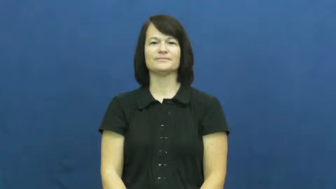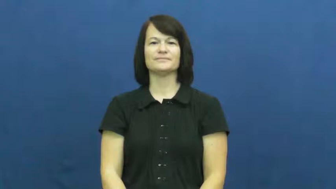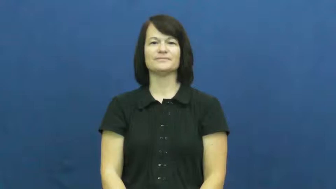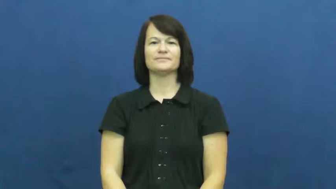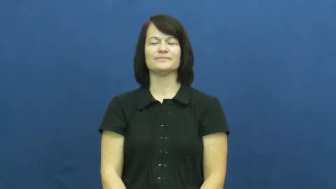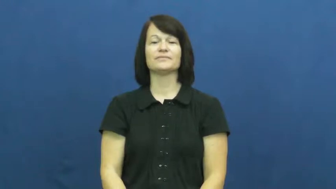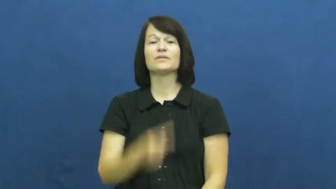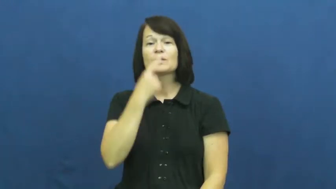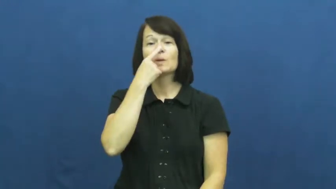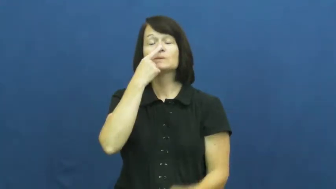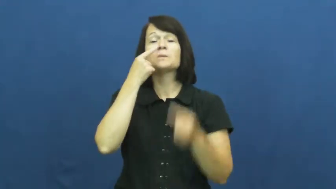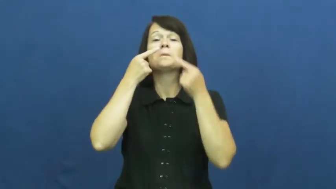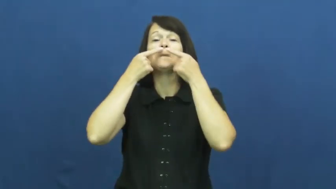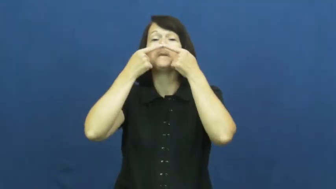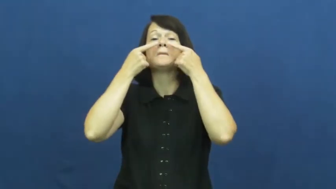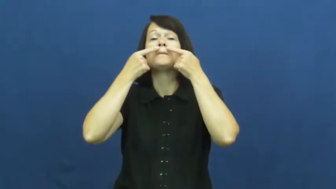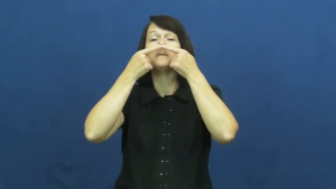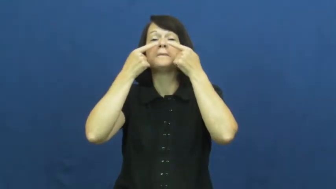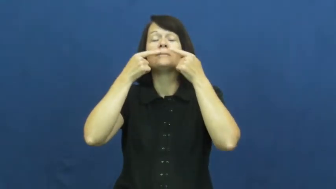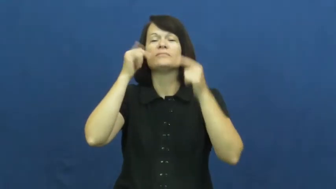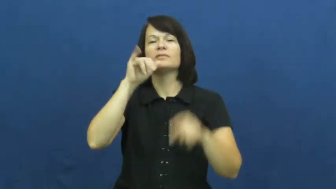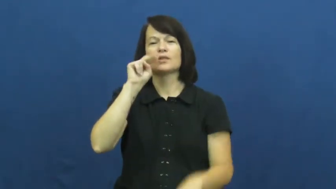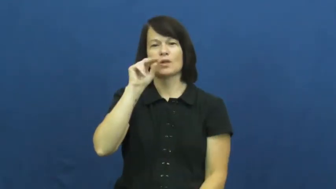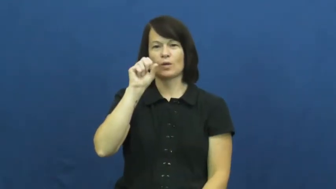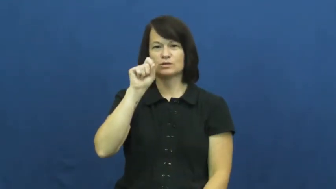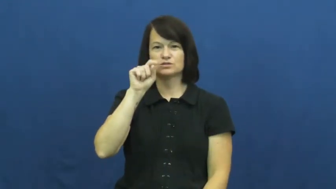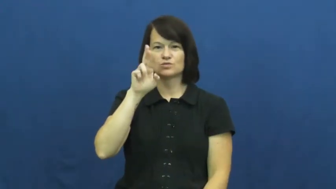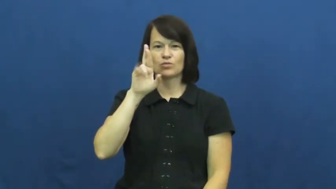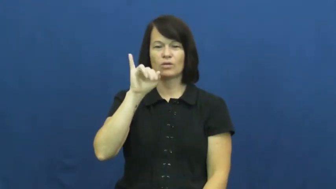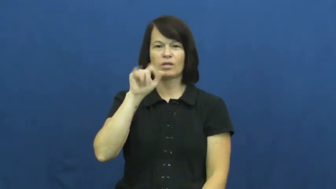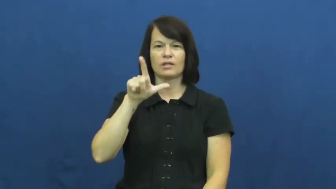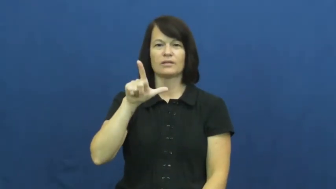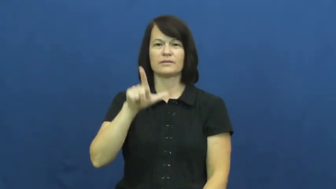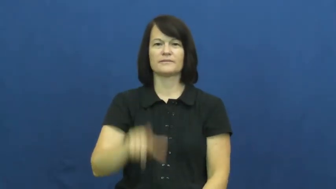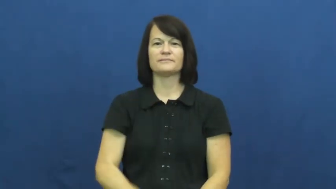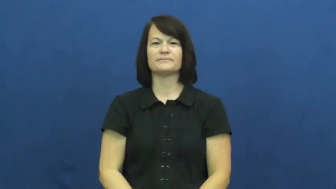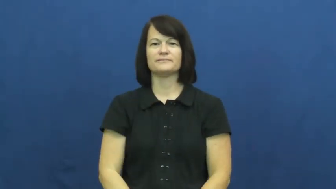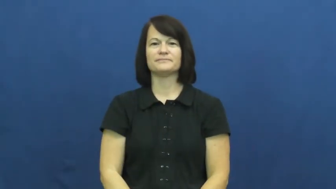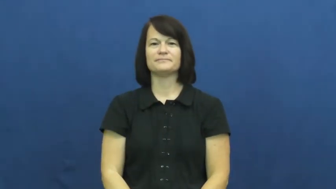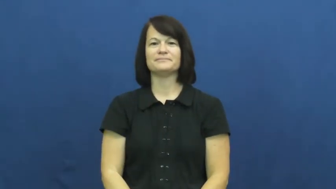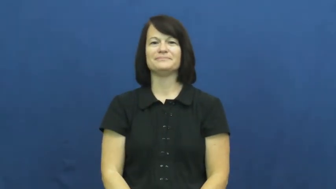nostril